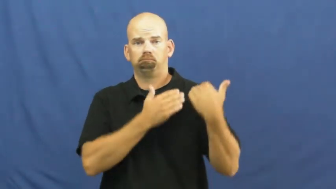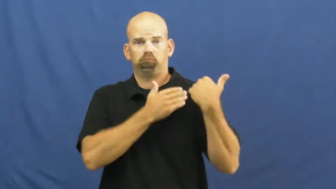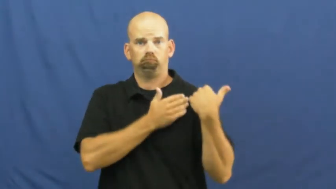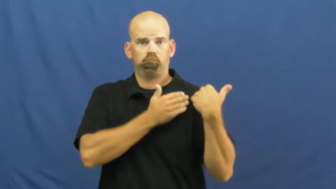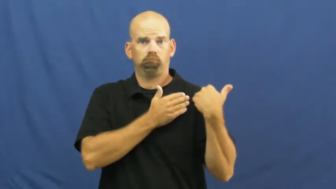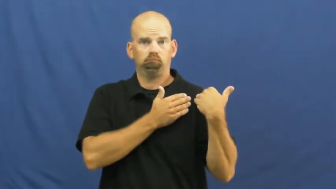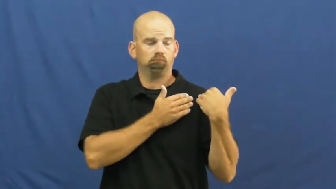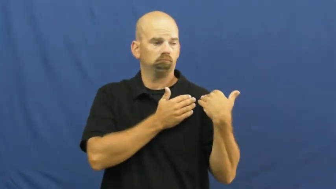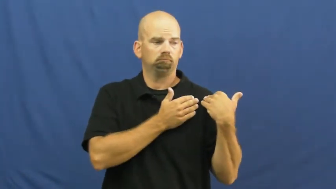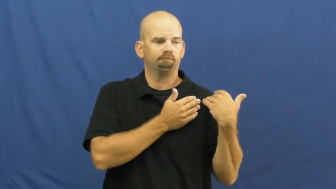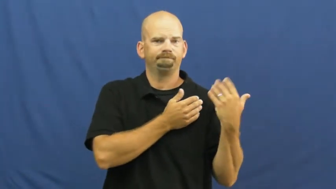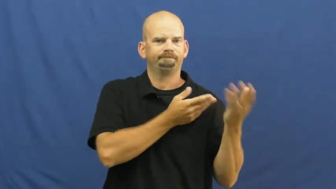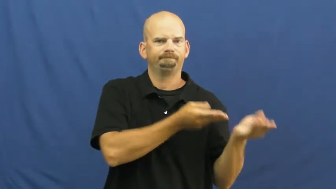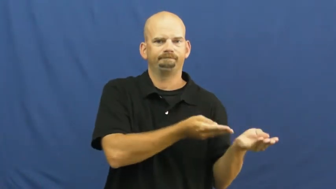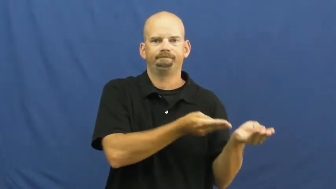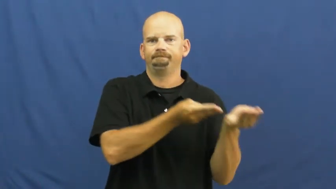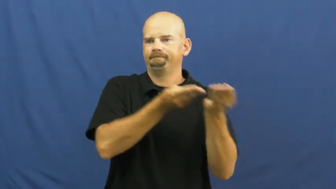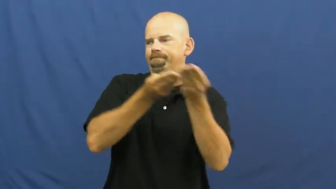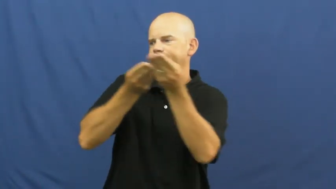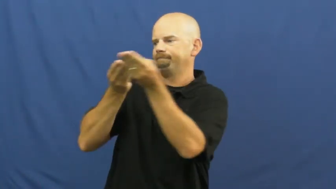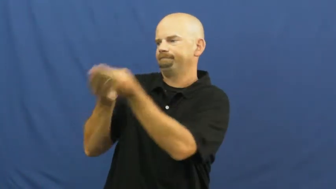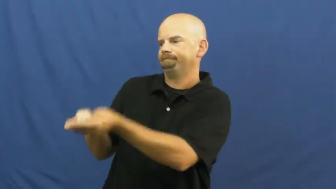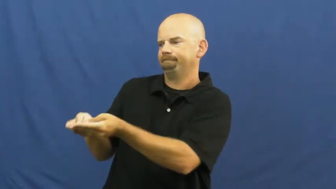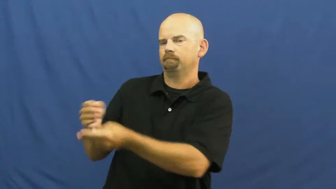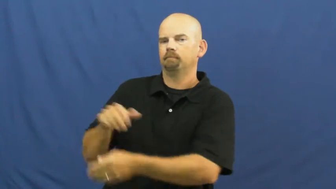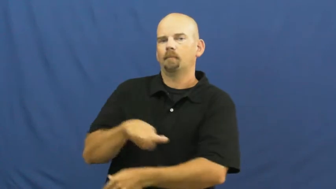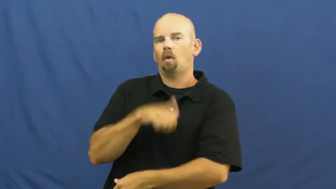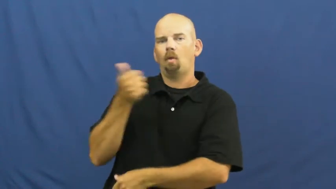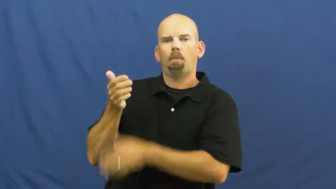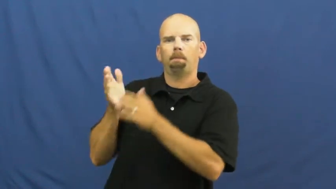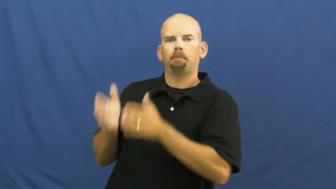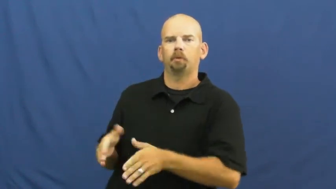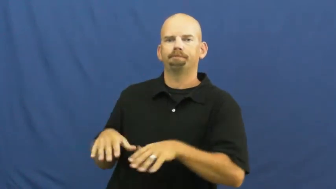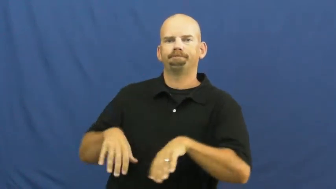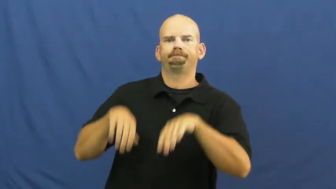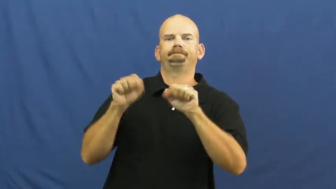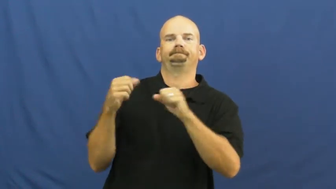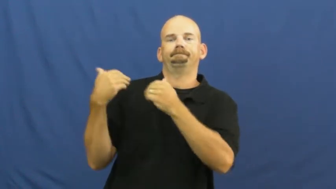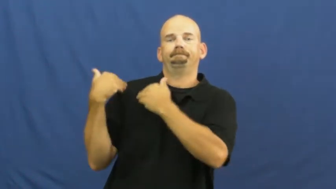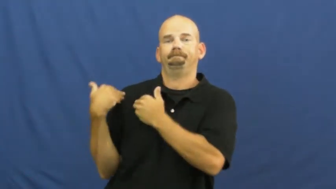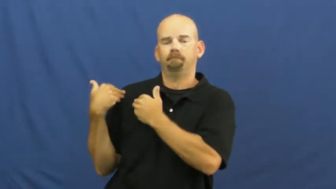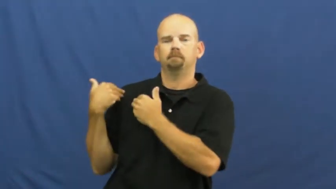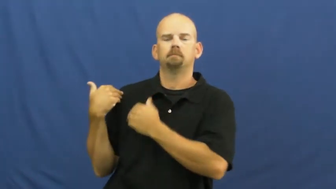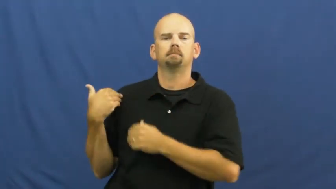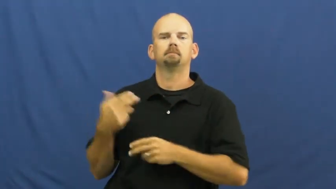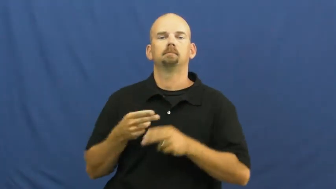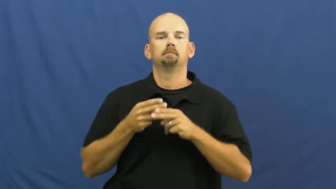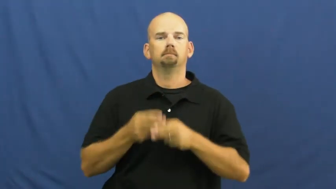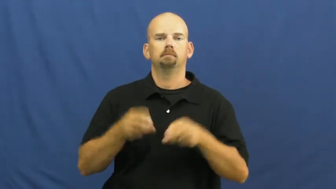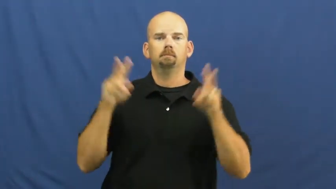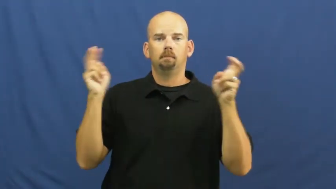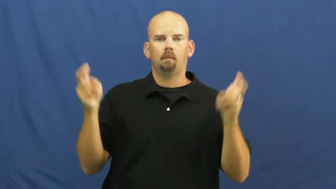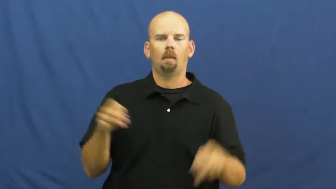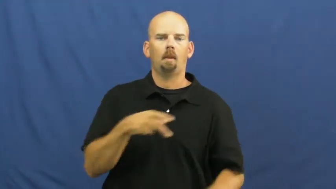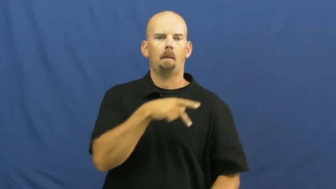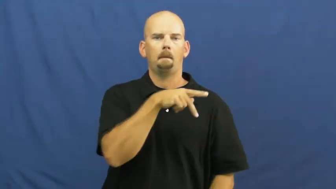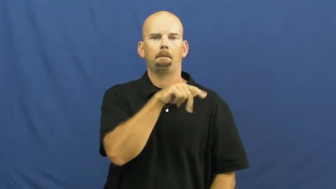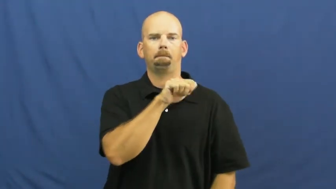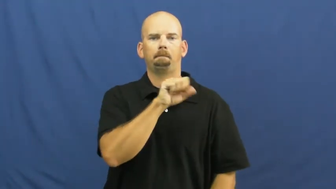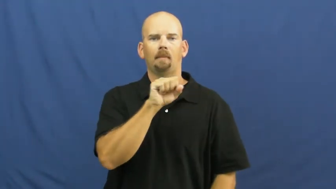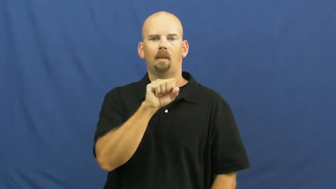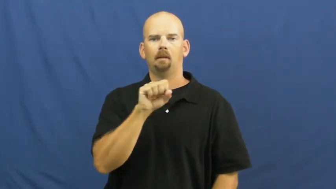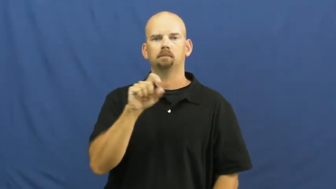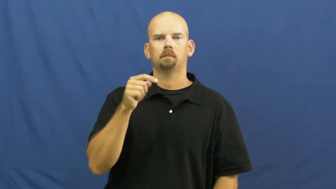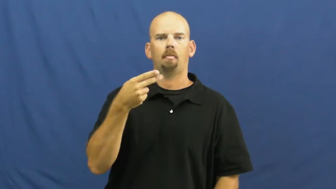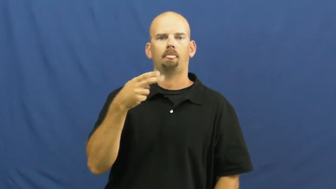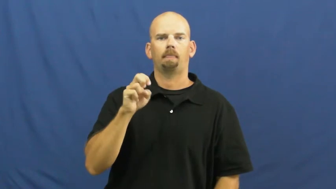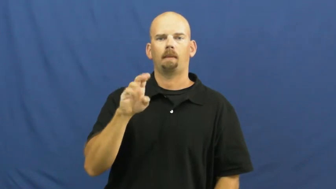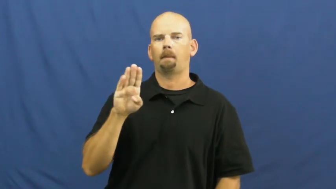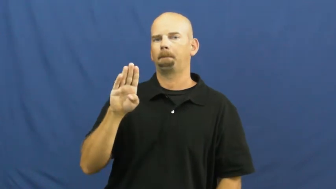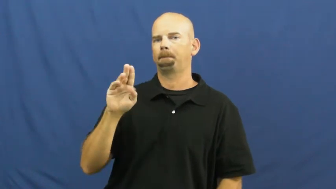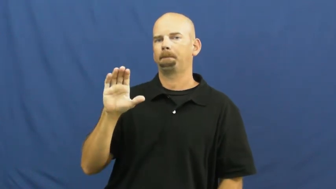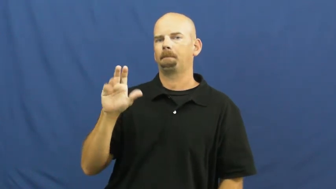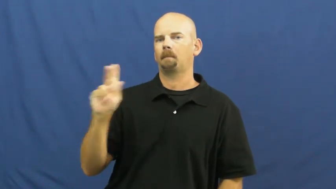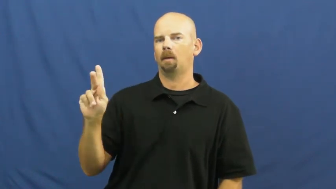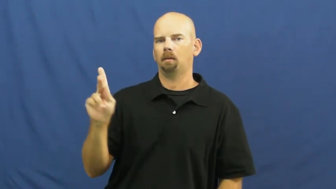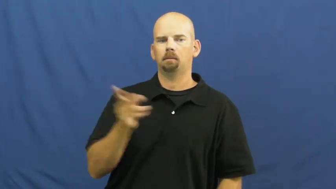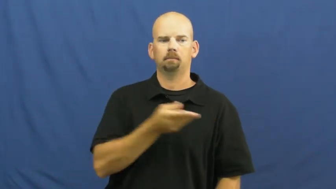pass the buck